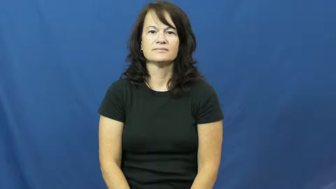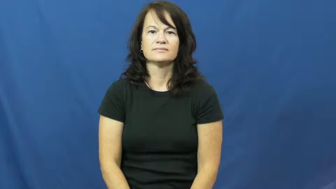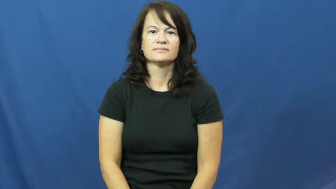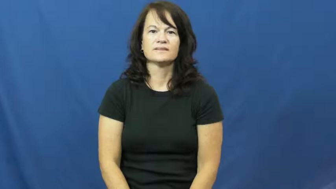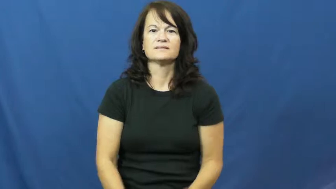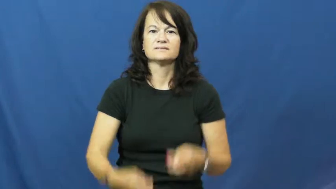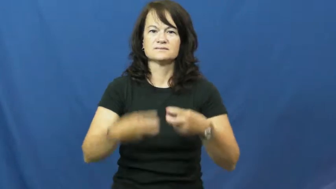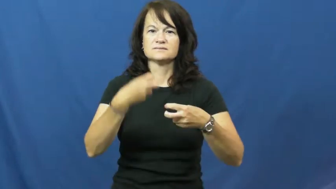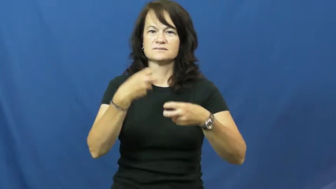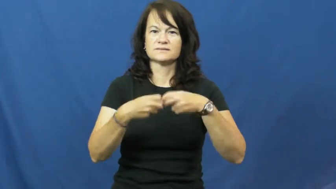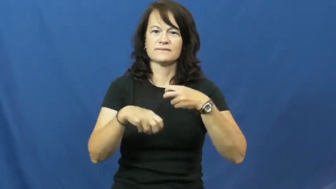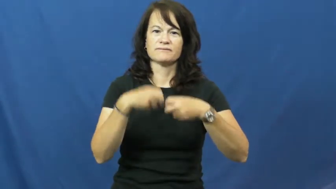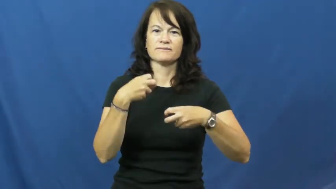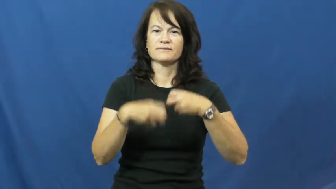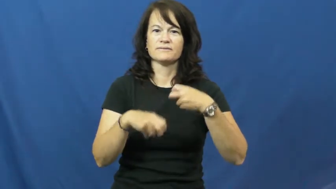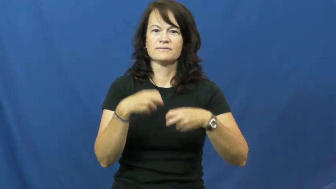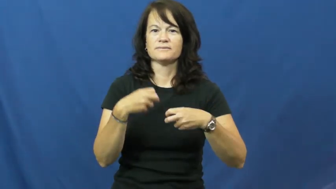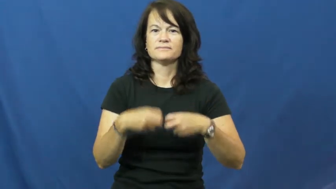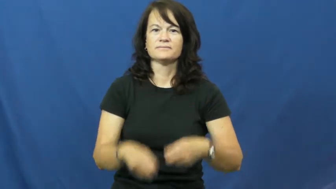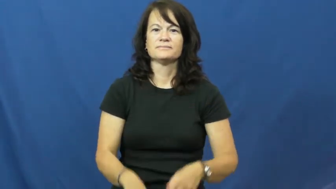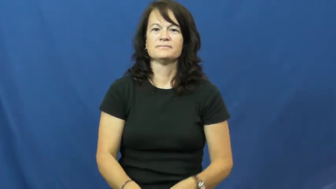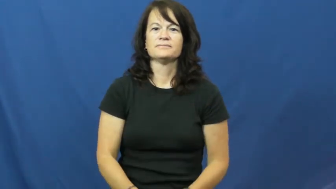thorny-difficult